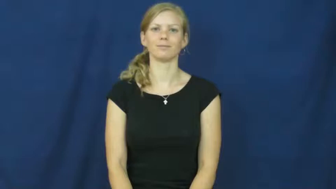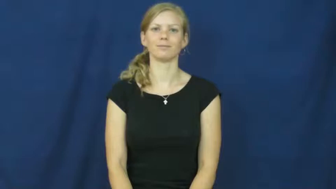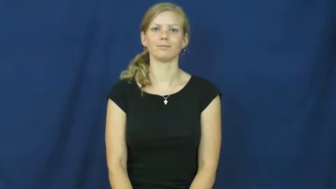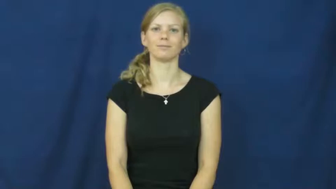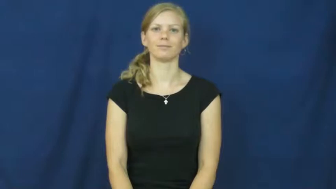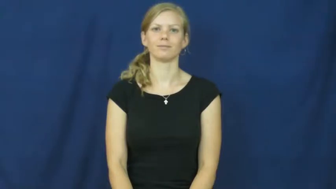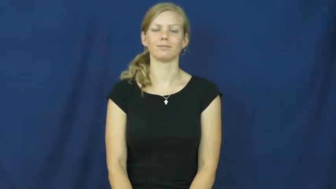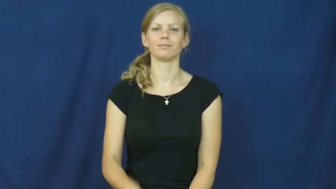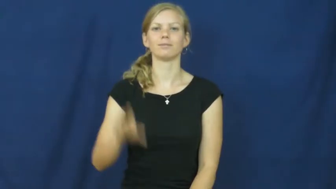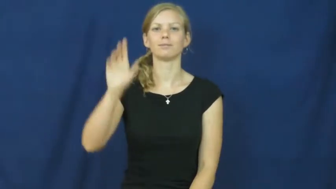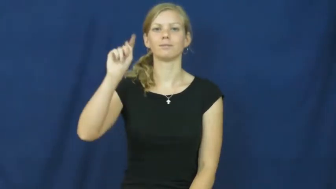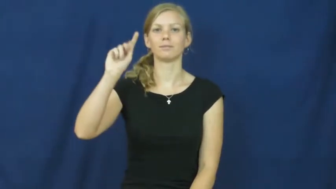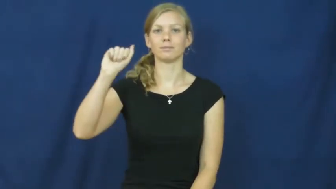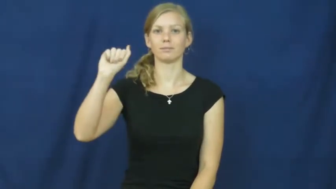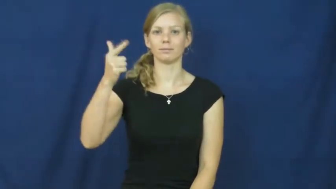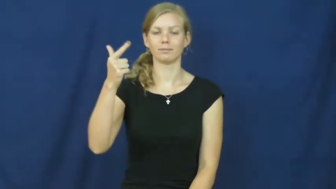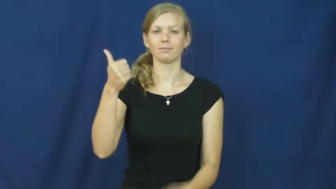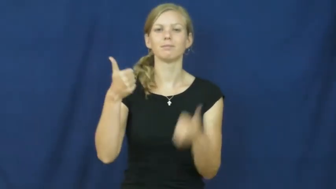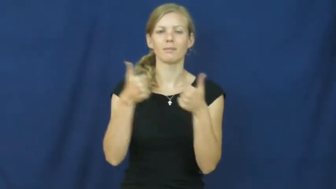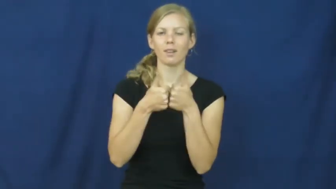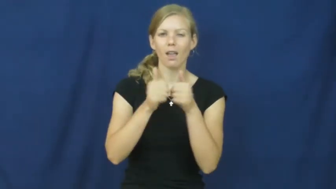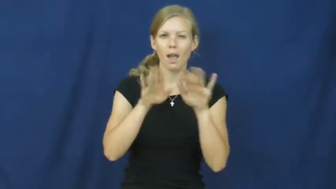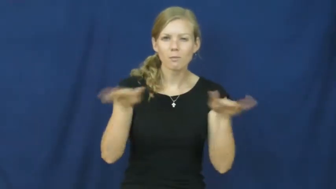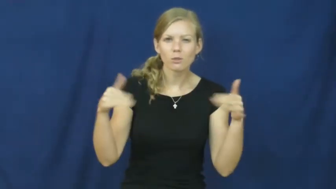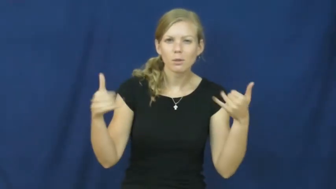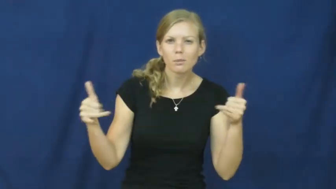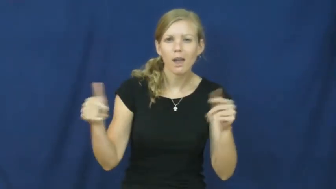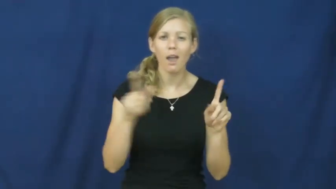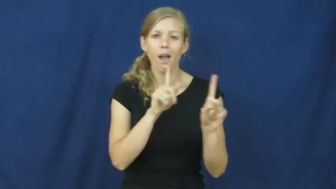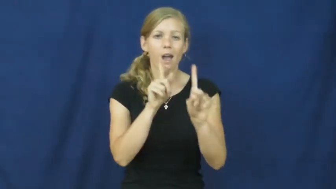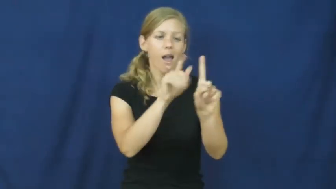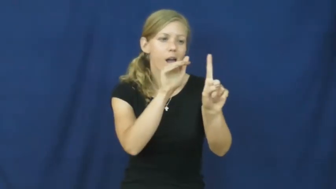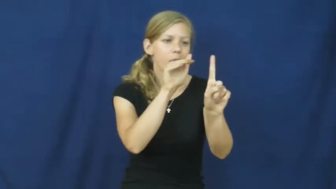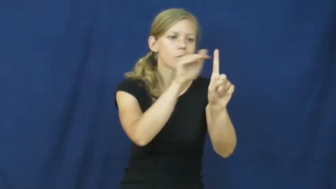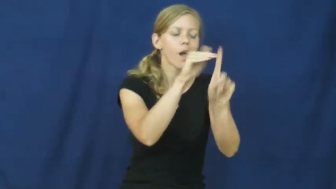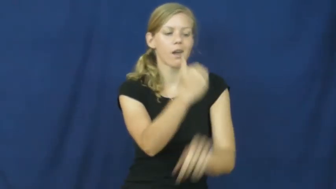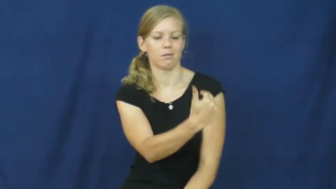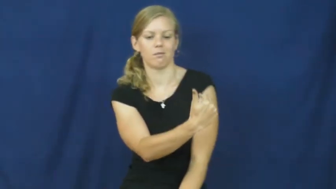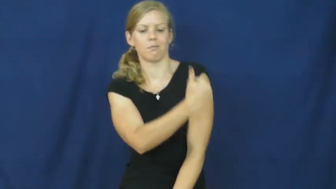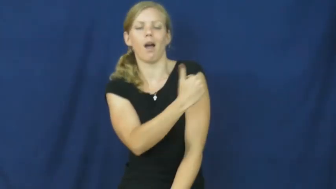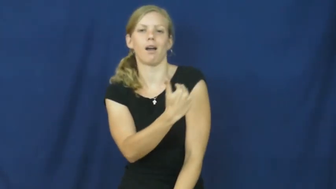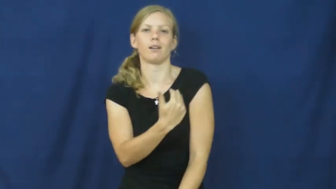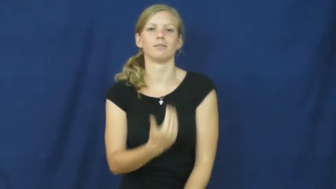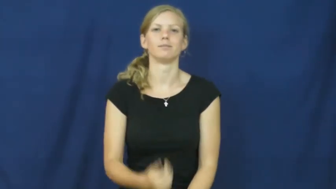tag-game